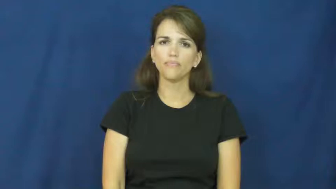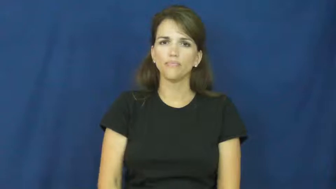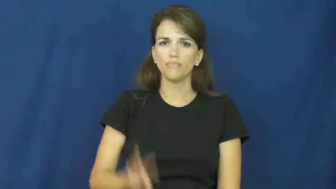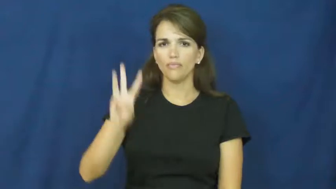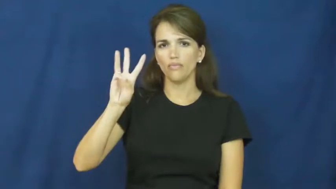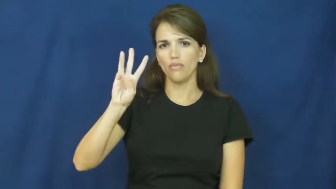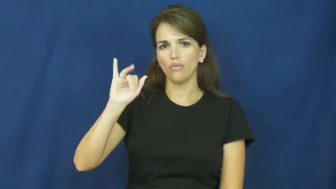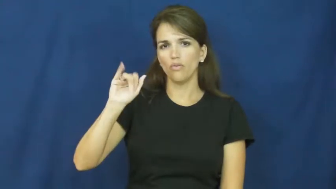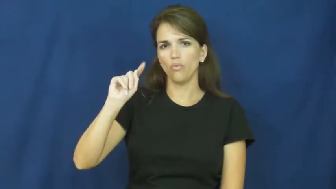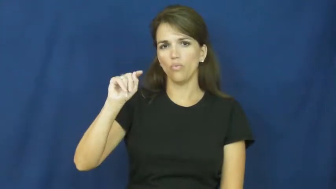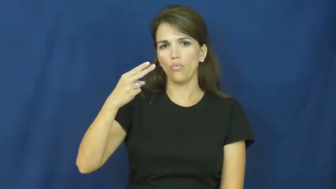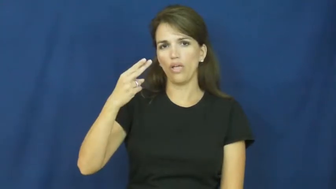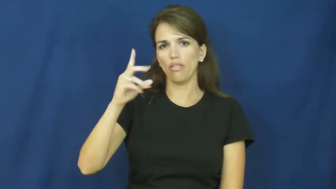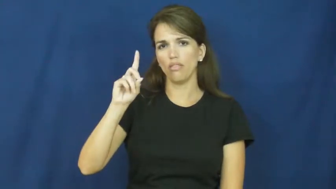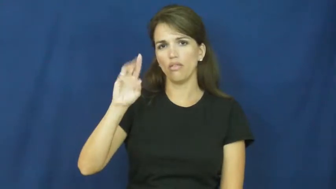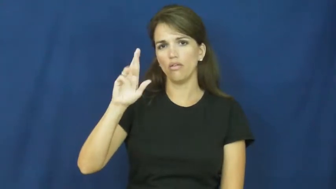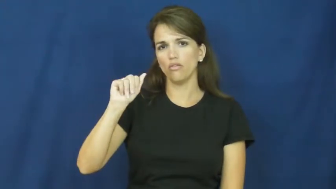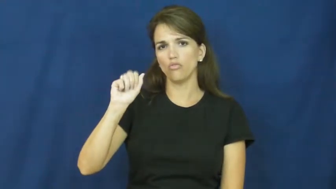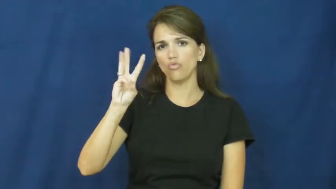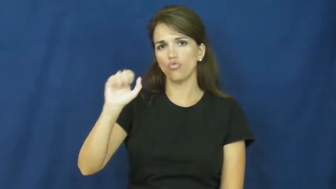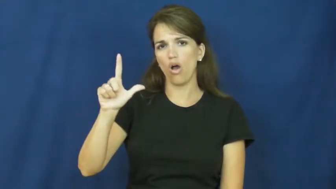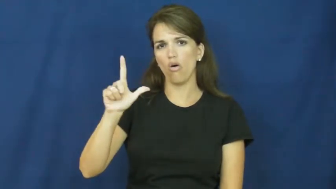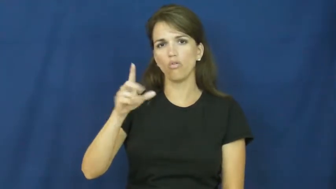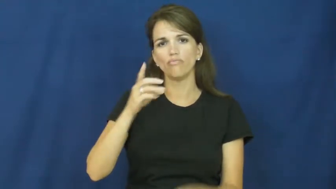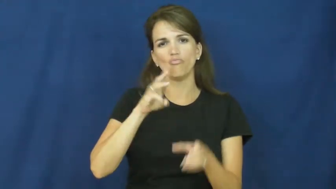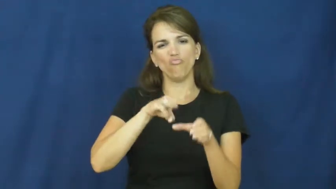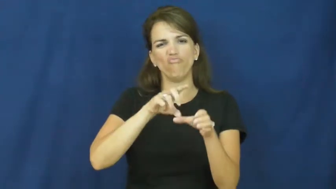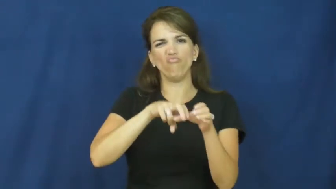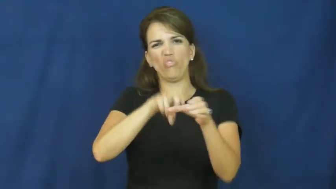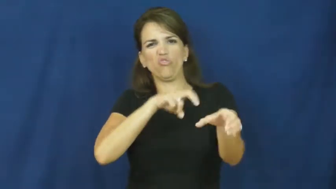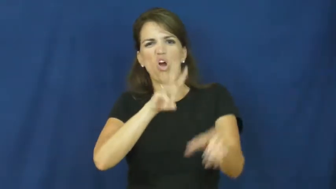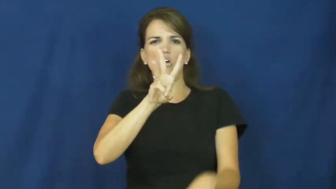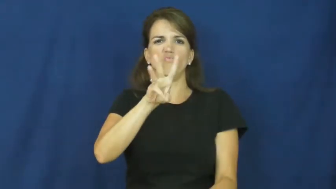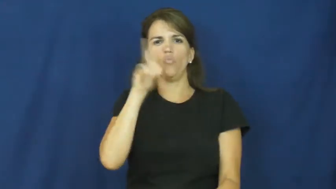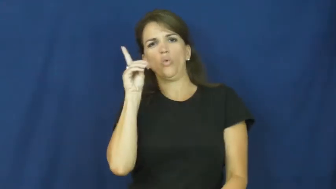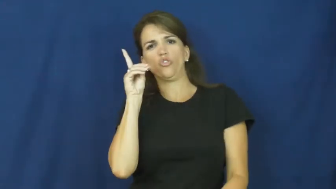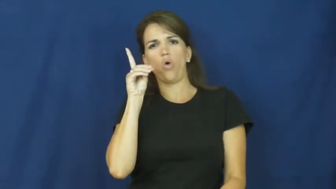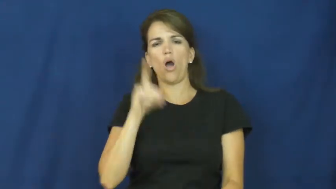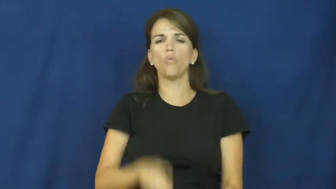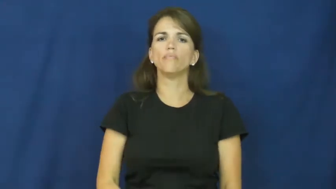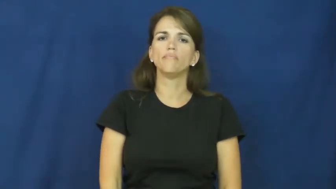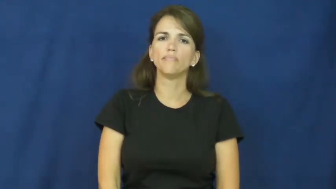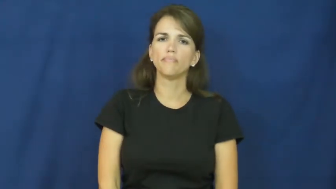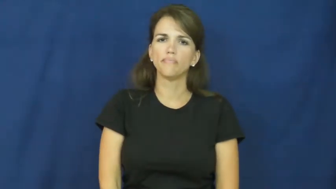withdrawal